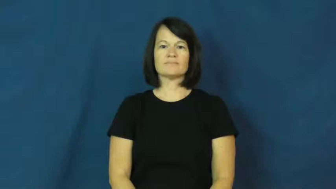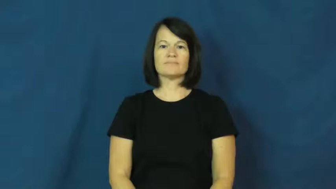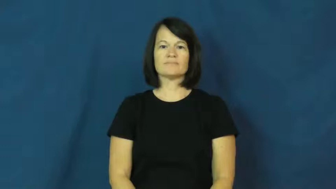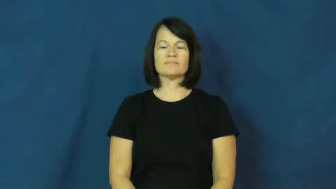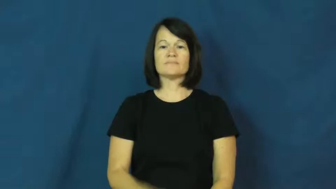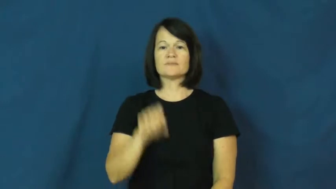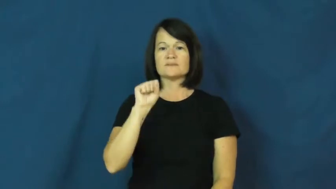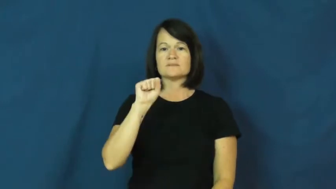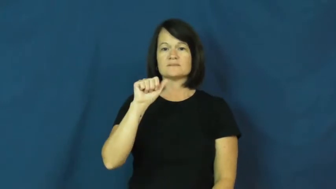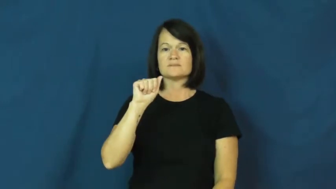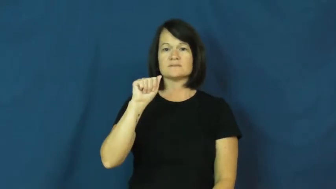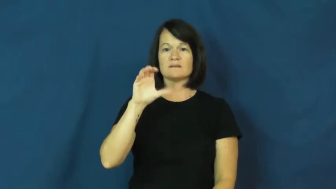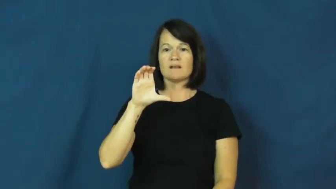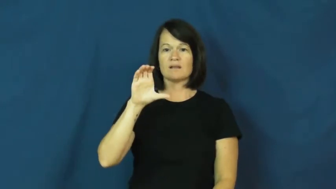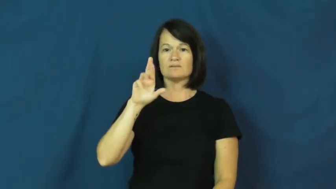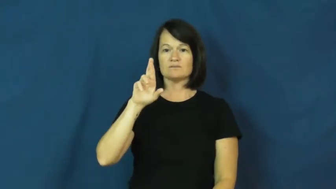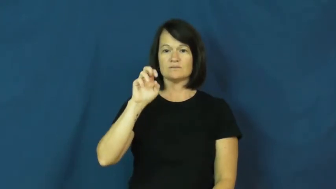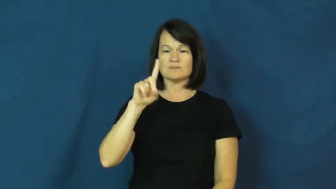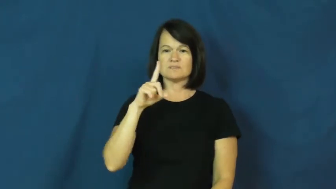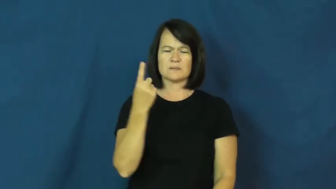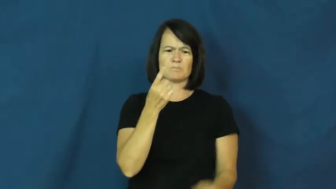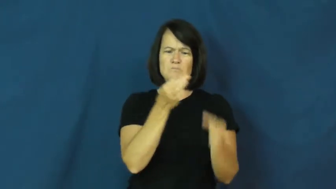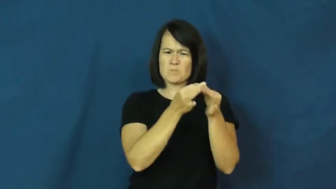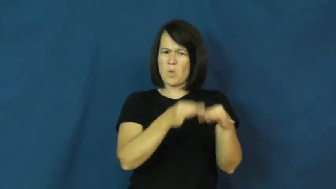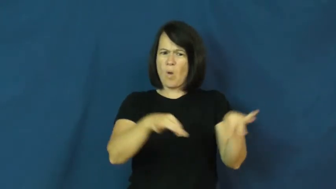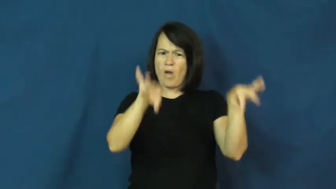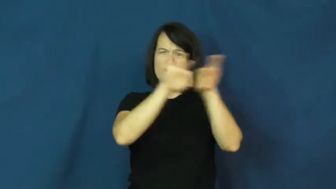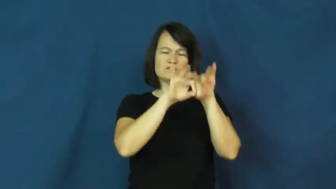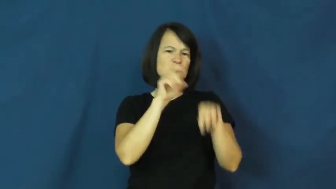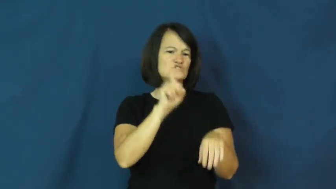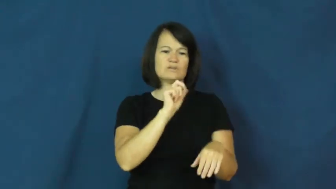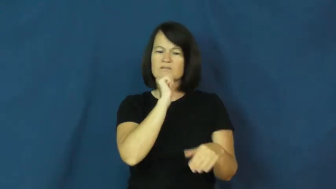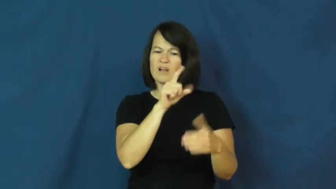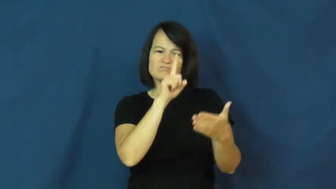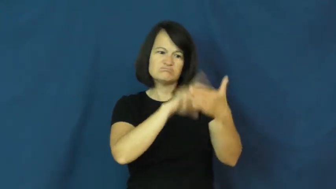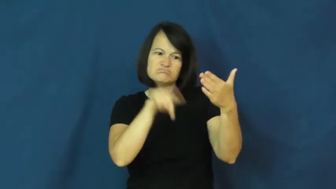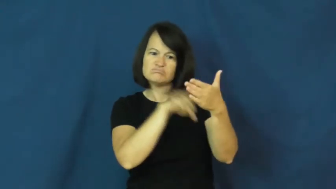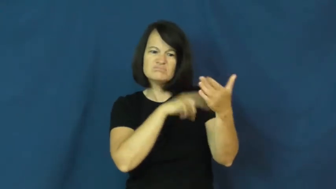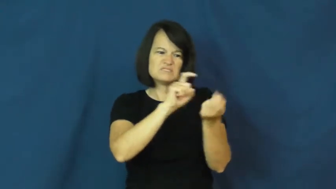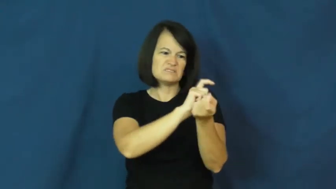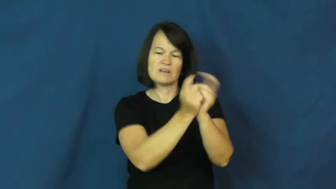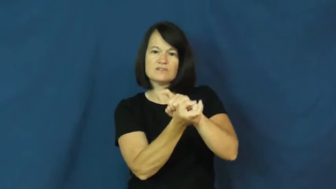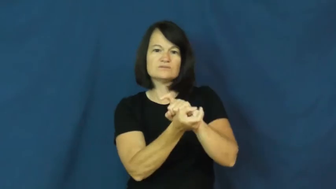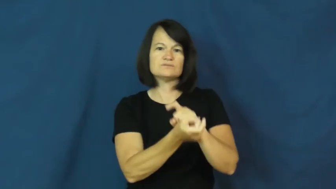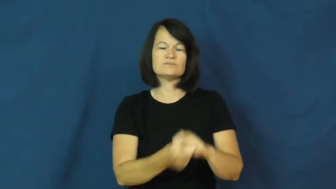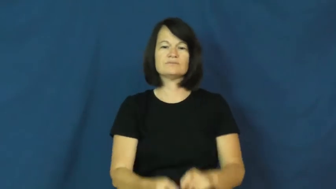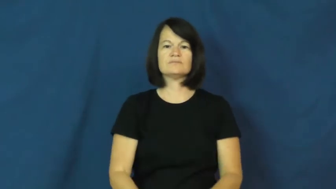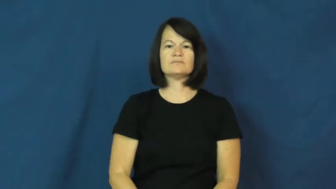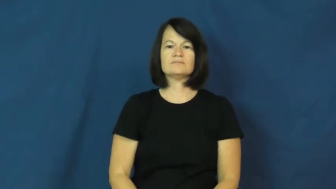sacred-don't change